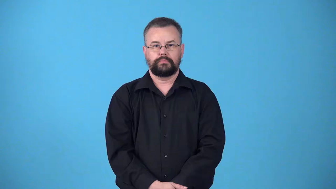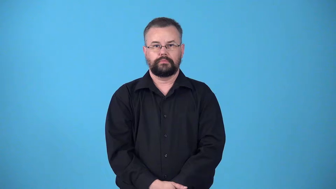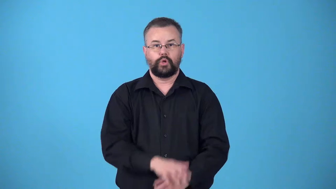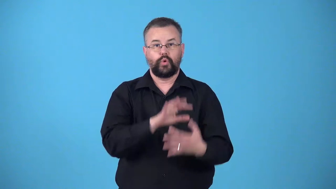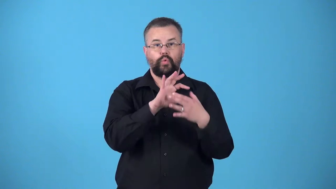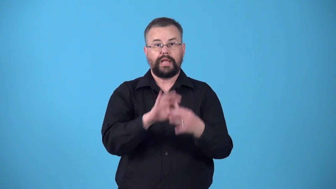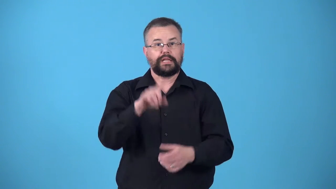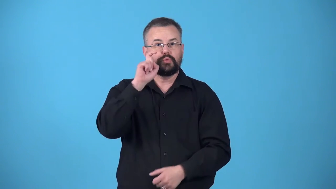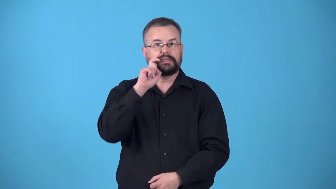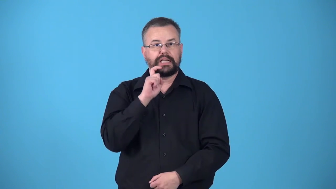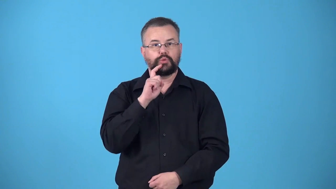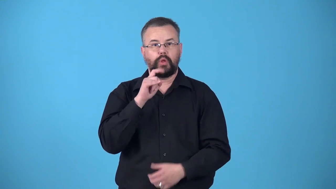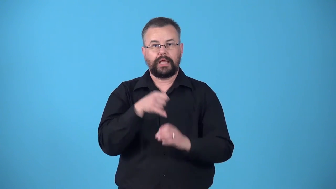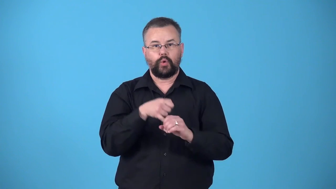venereal